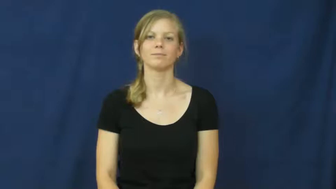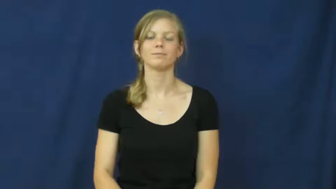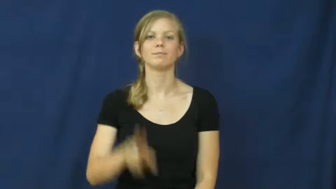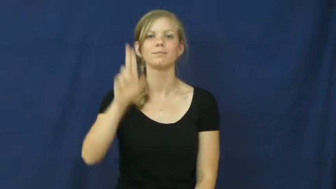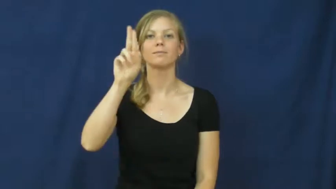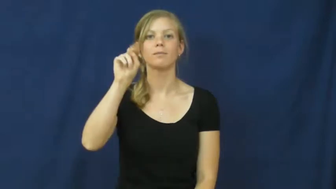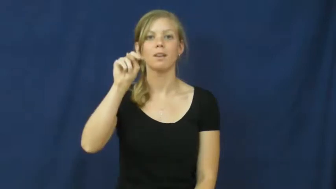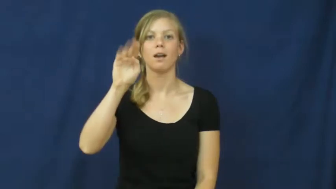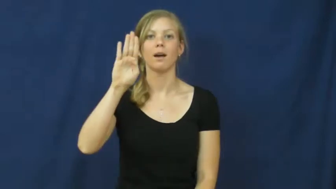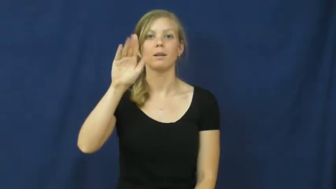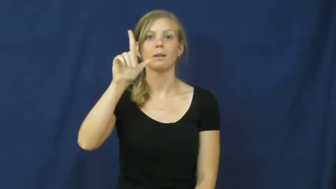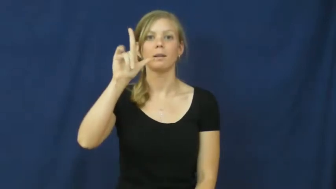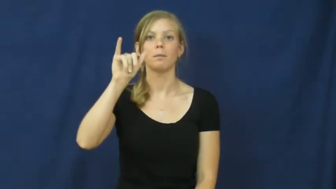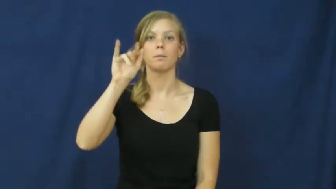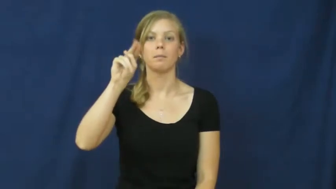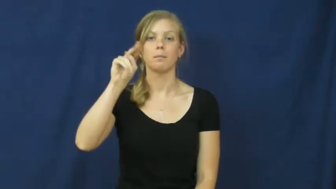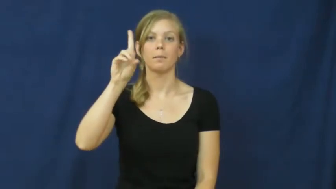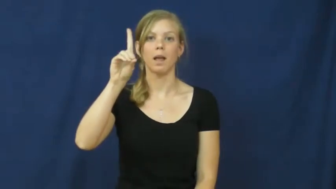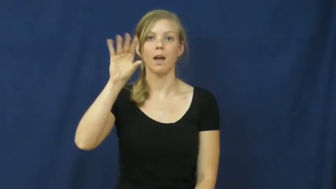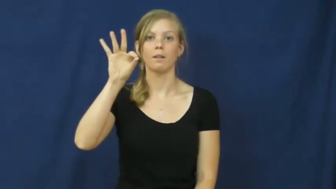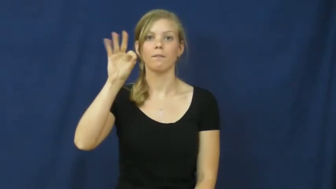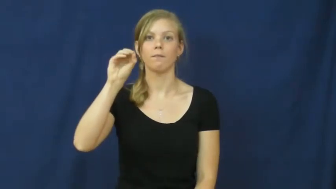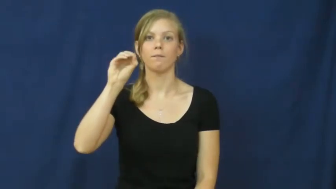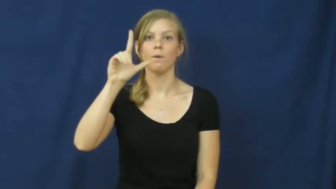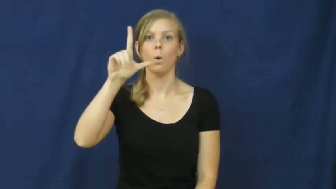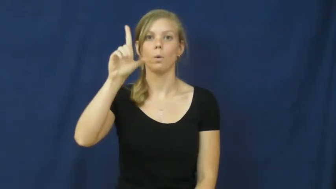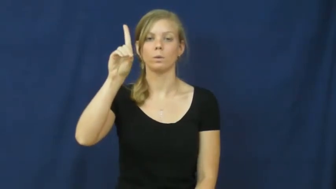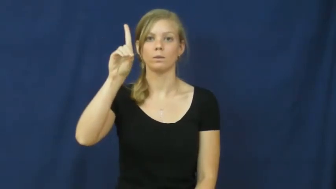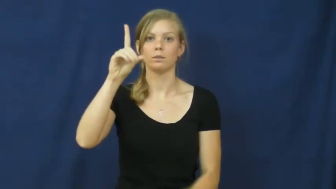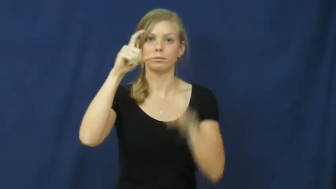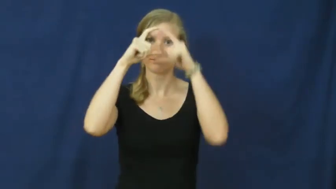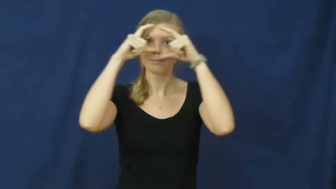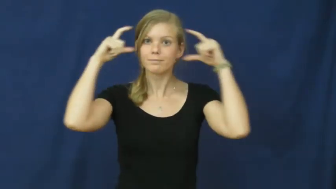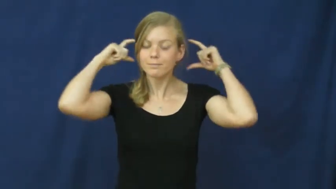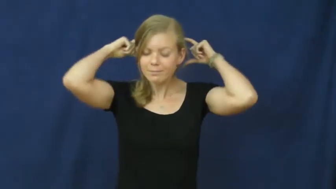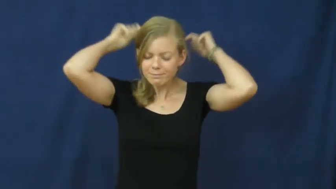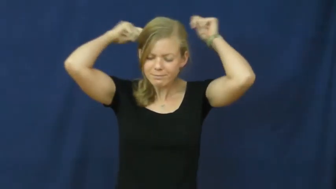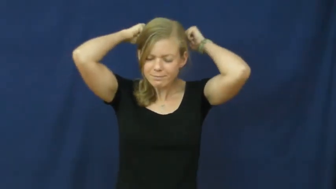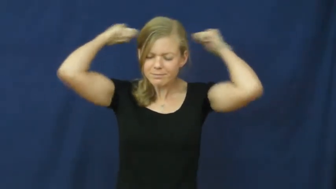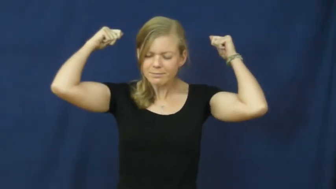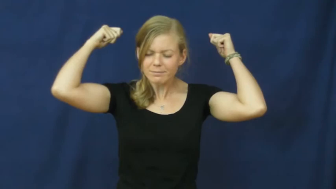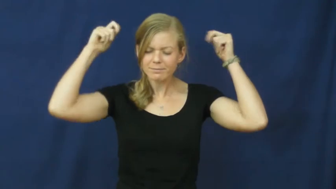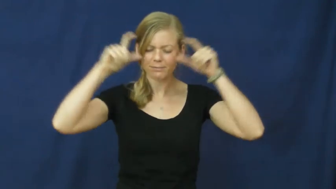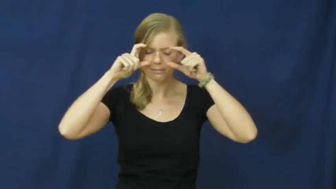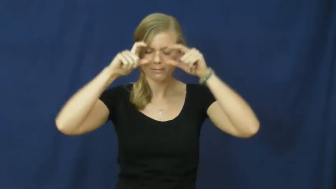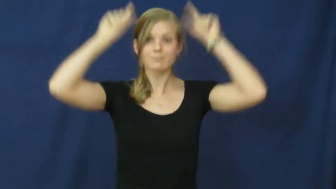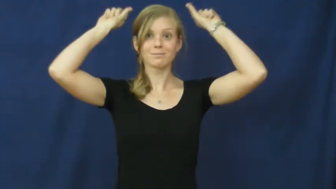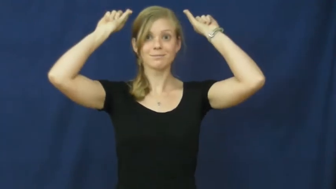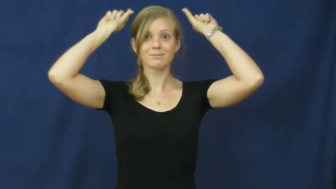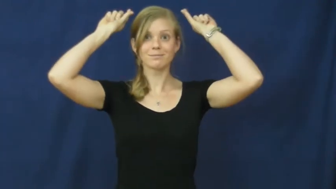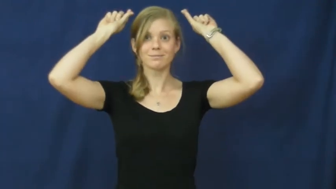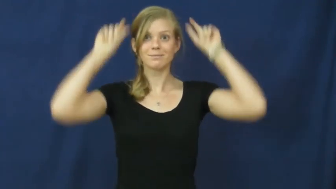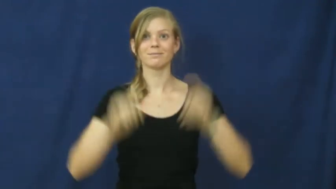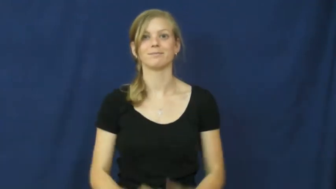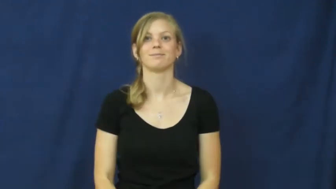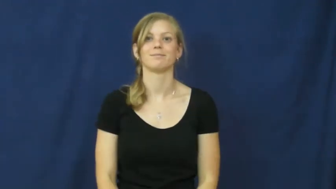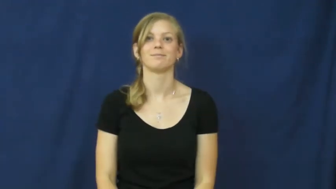unblindfold